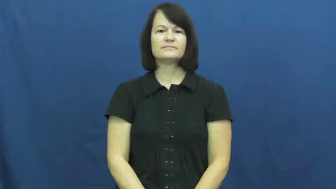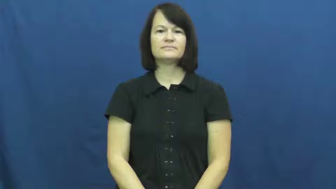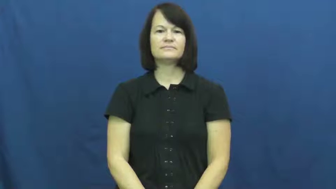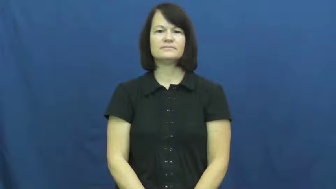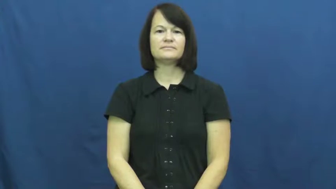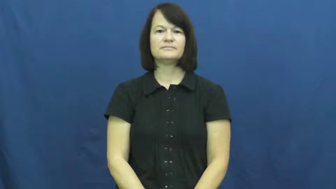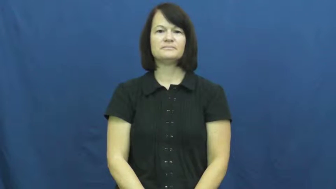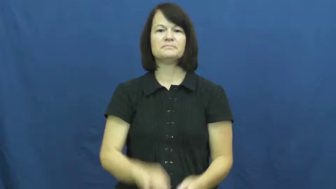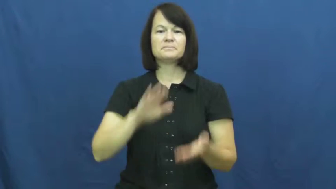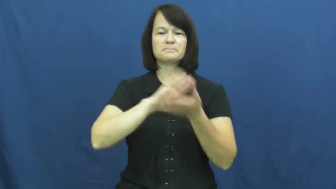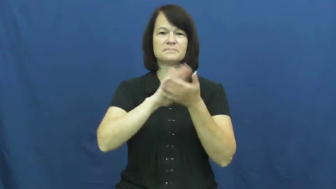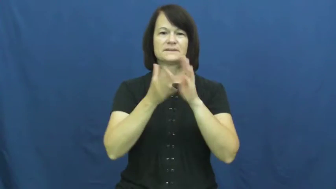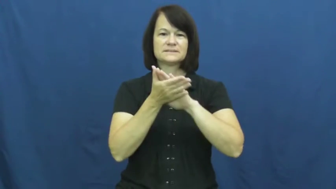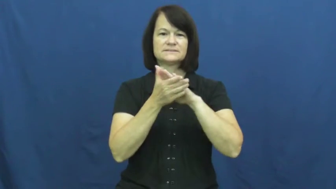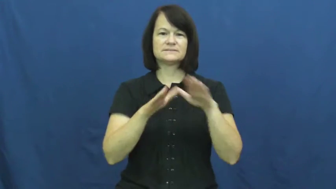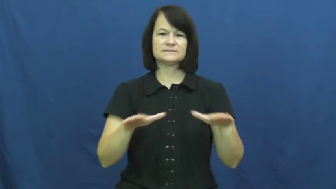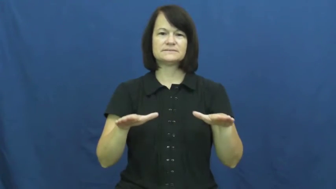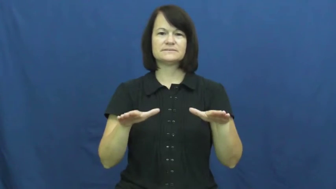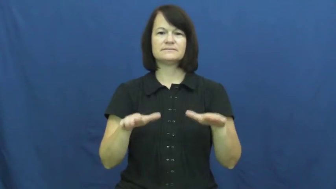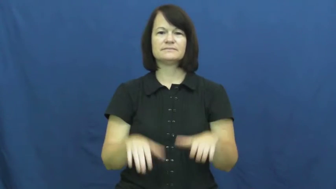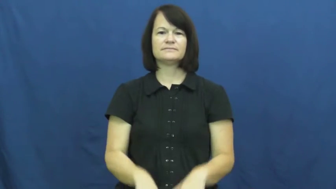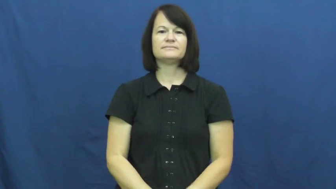peace,concord,irenic,nonviolent